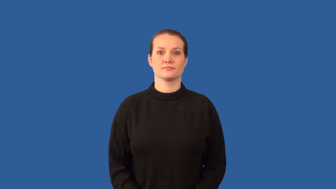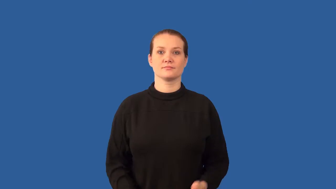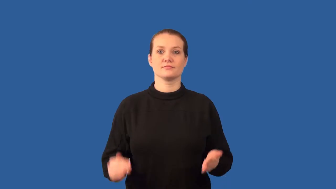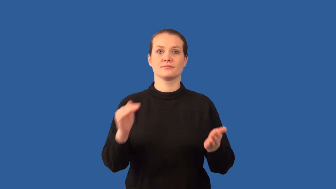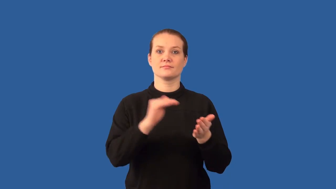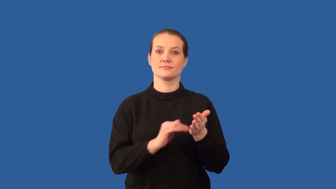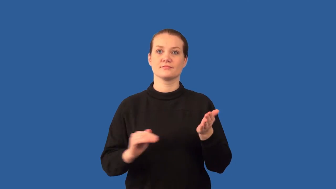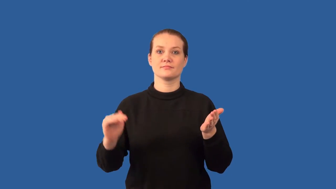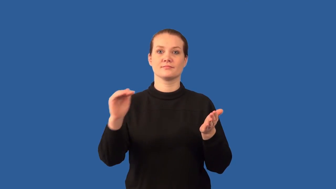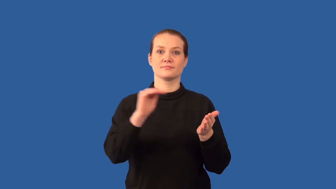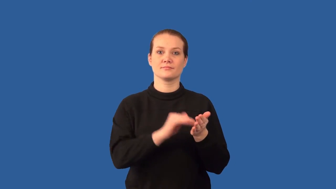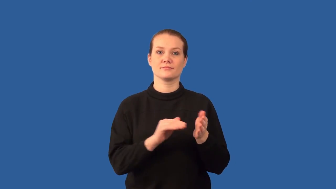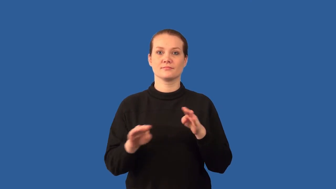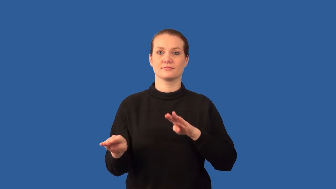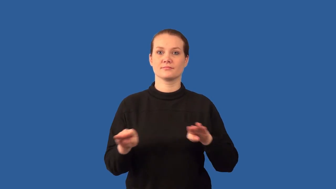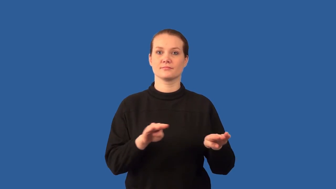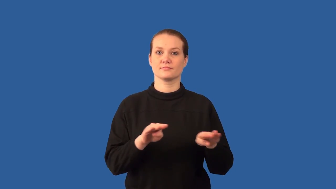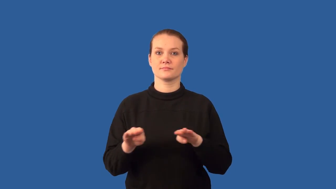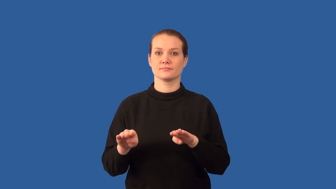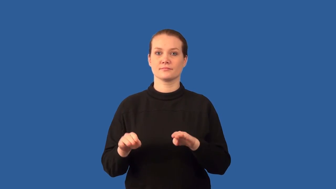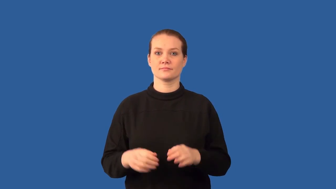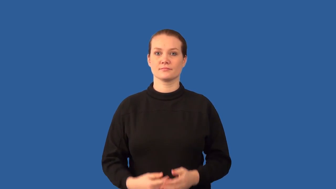cyclic-behavior